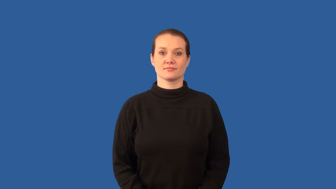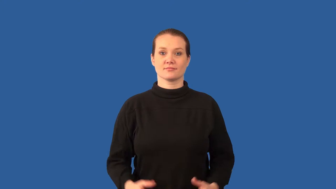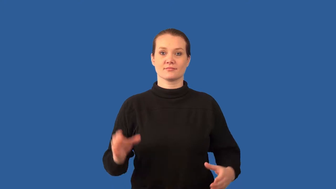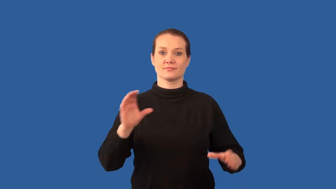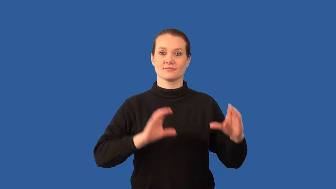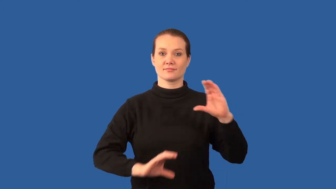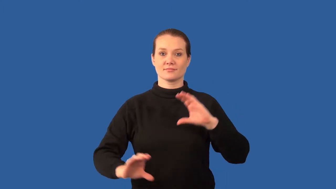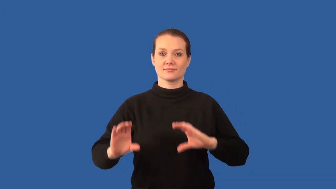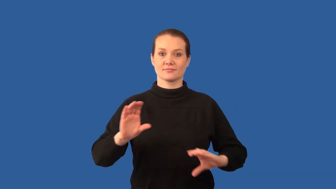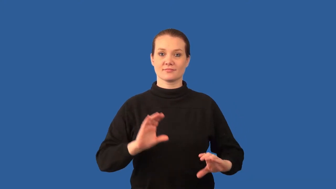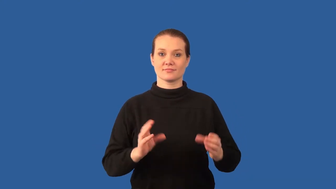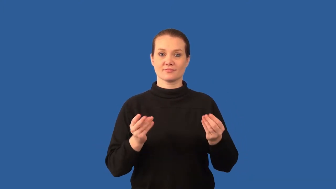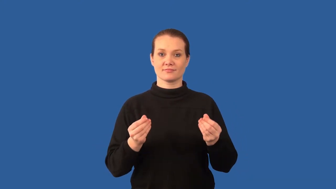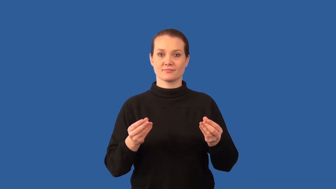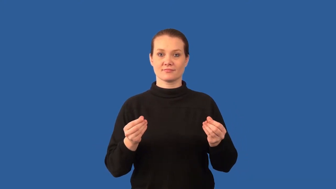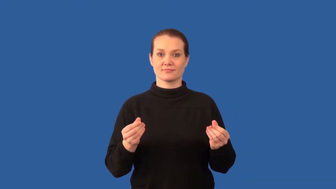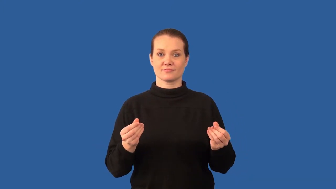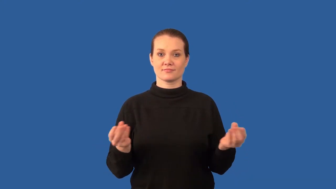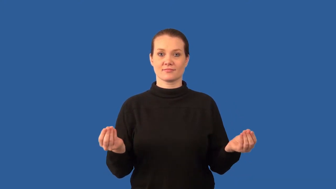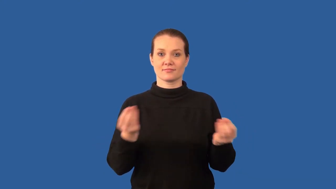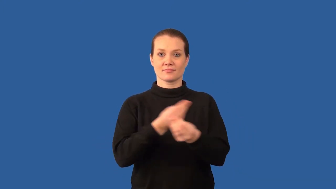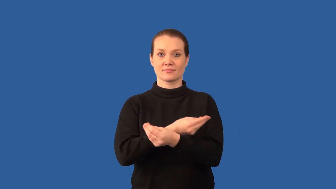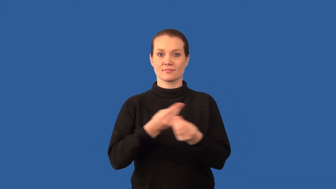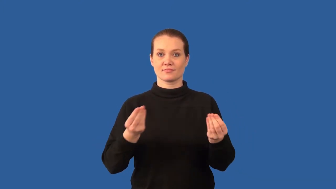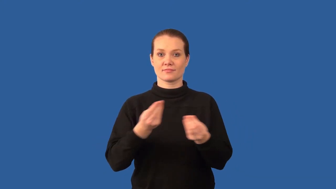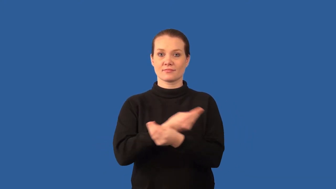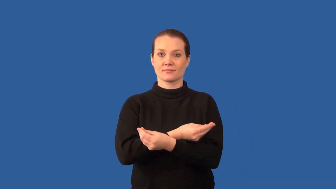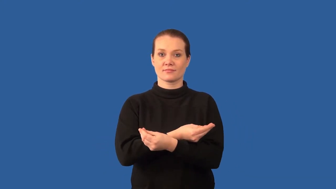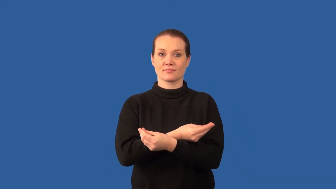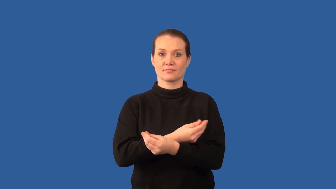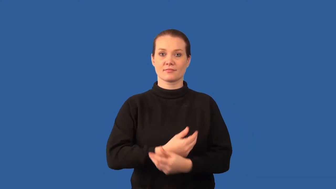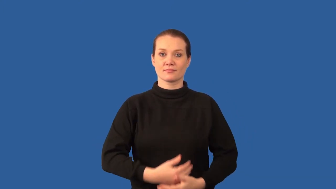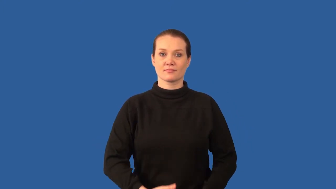double-displacement reaction